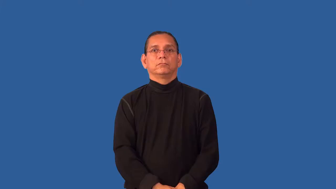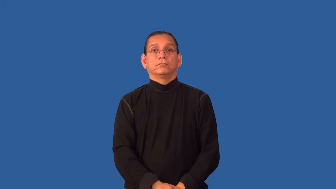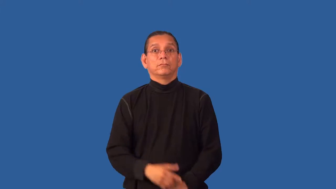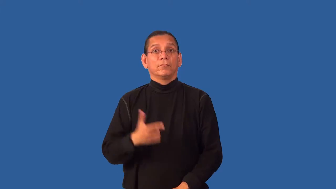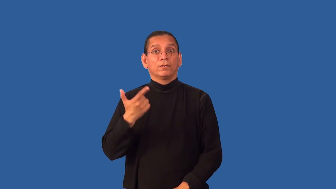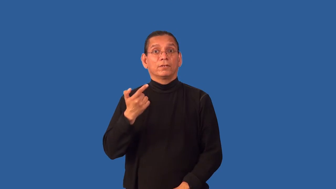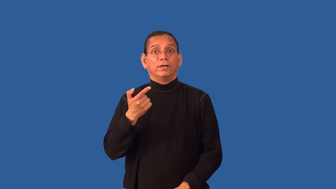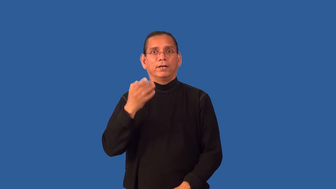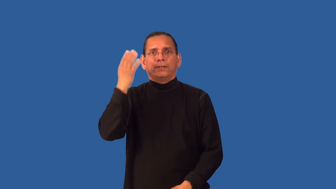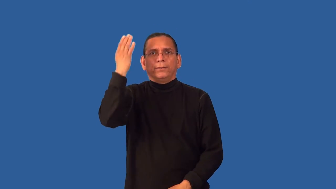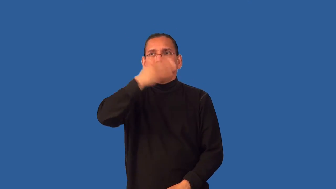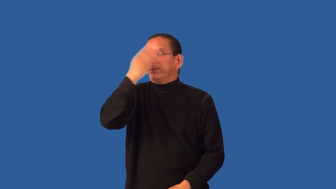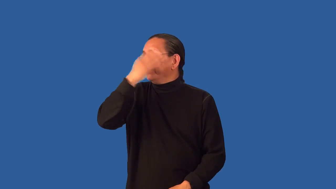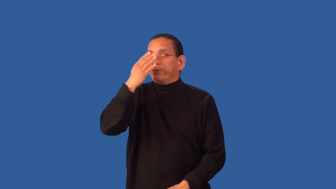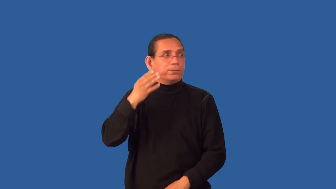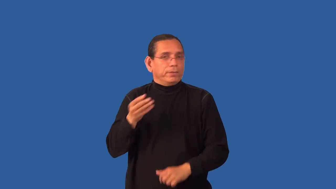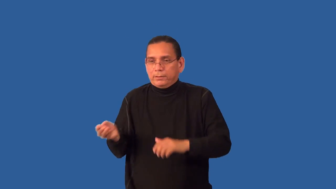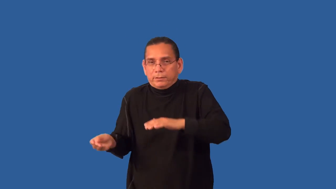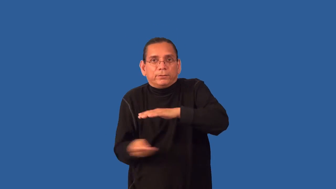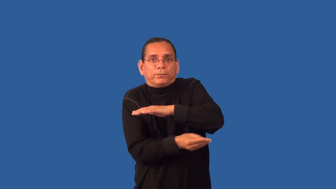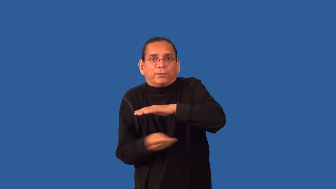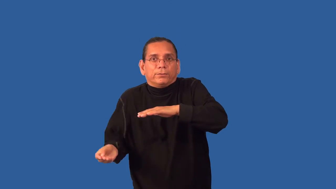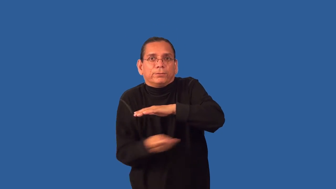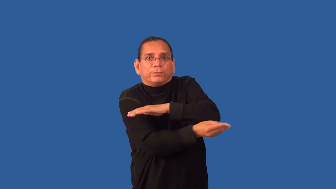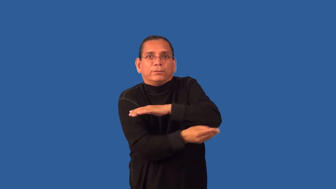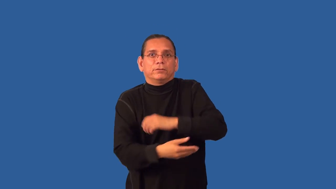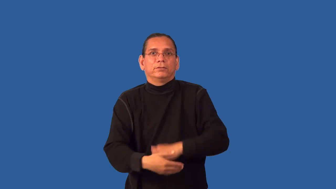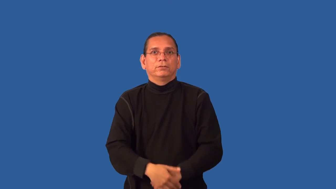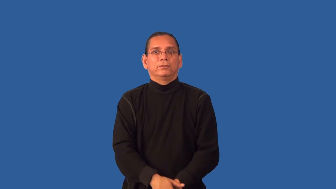gunrunning